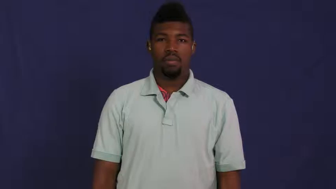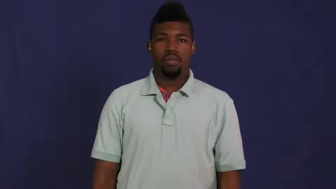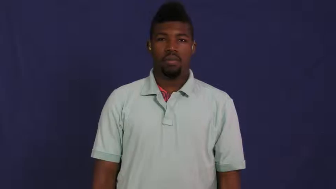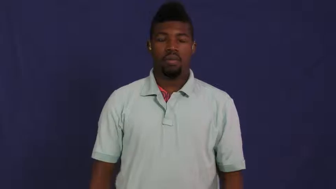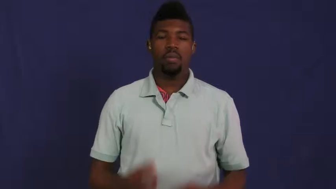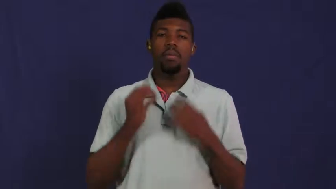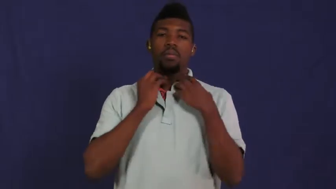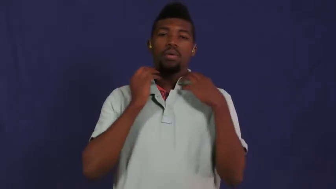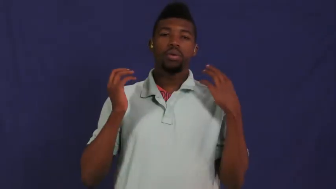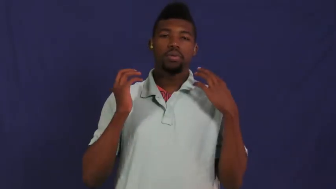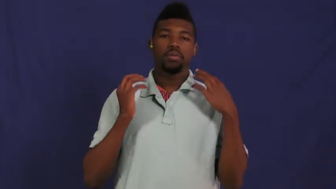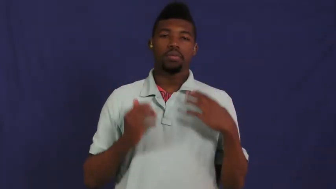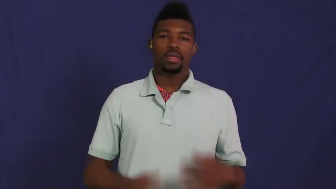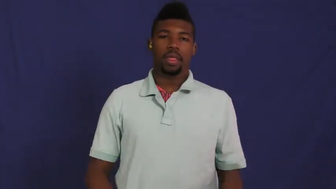mumps